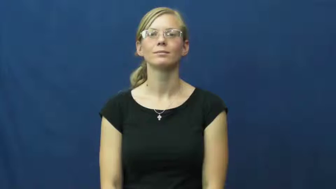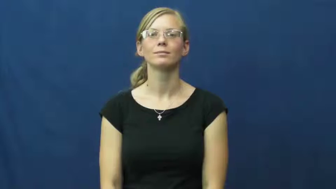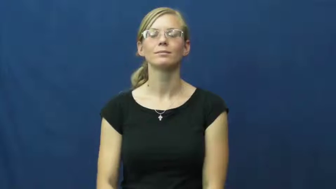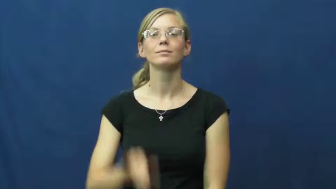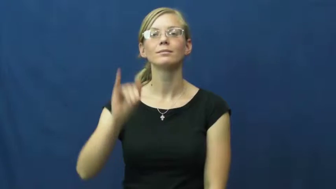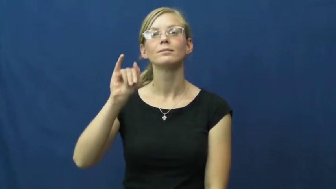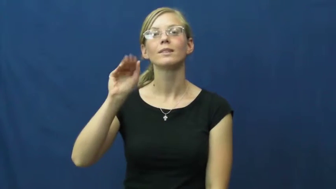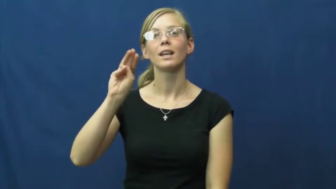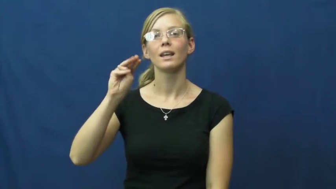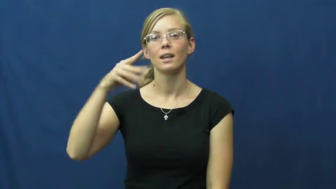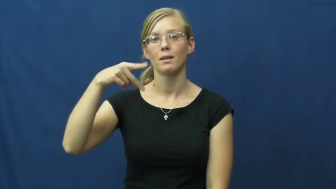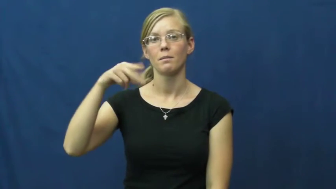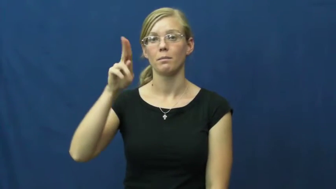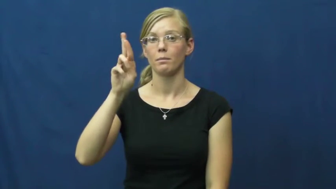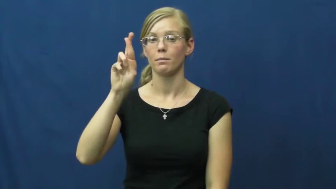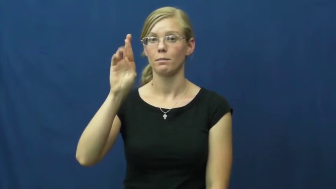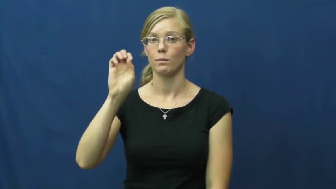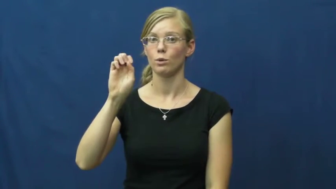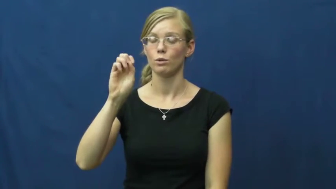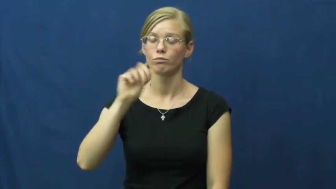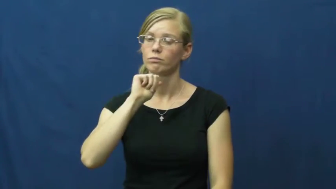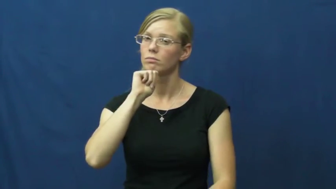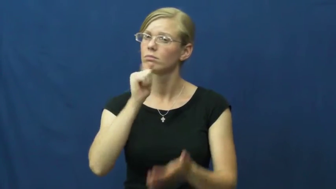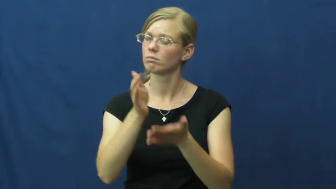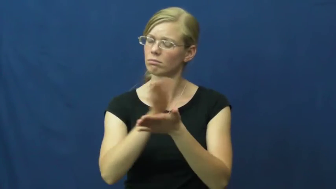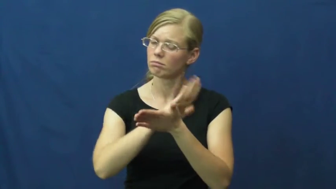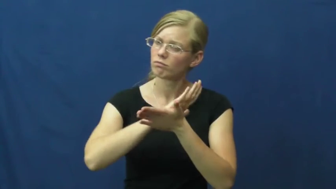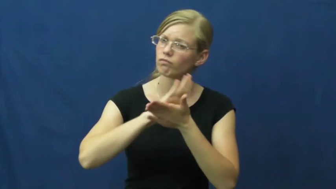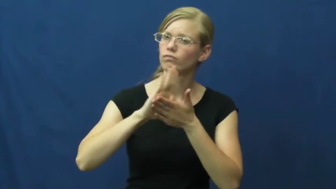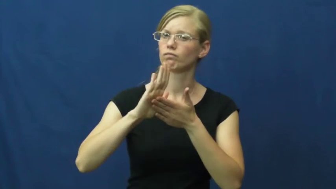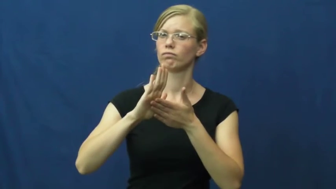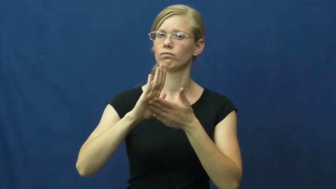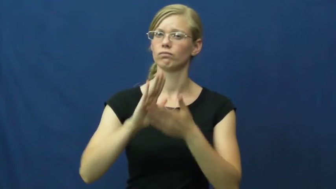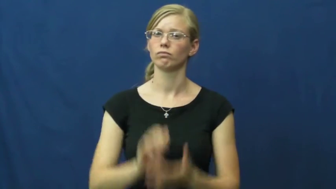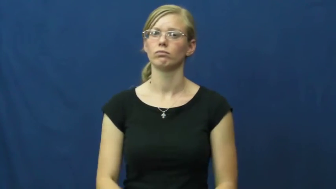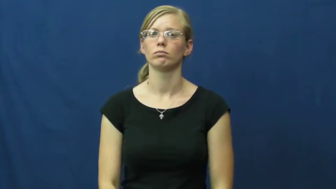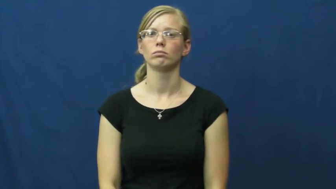impure